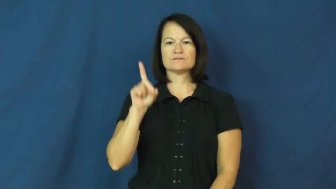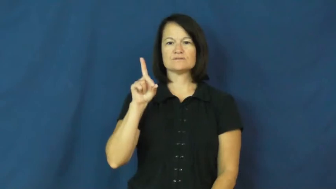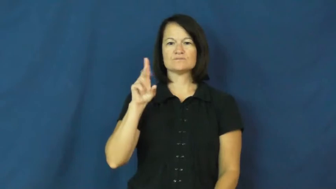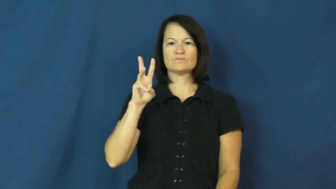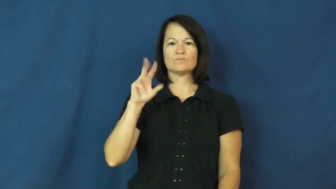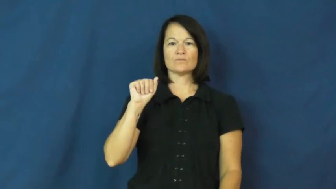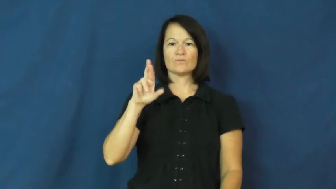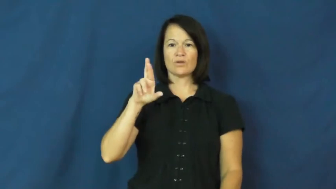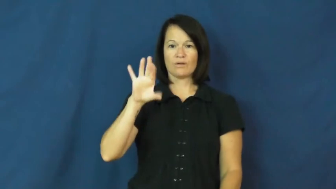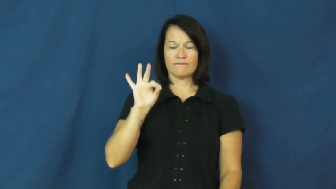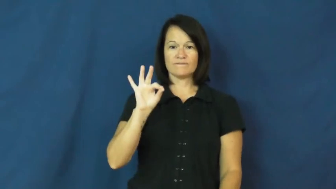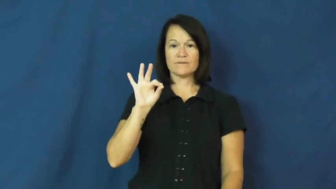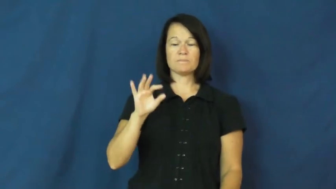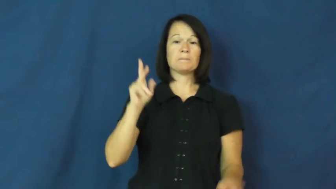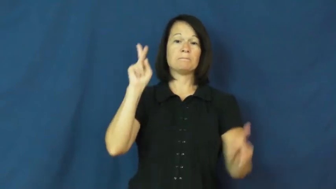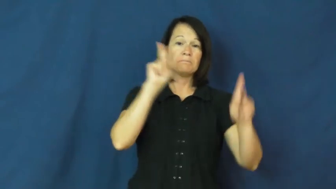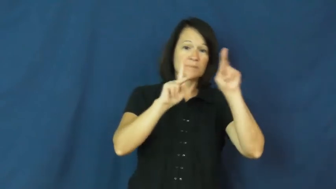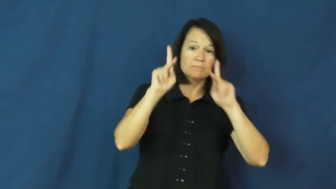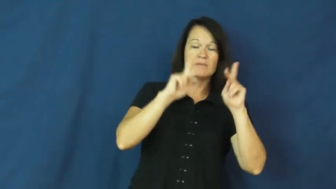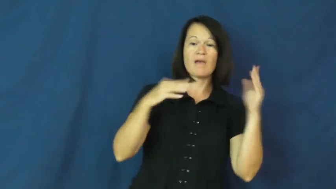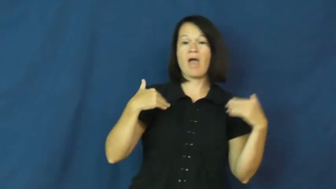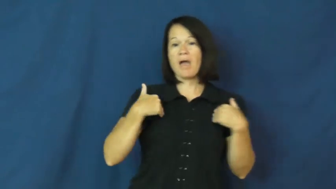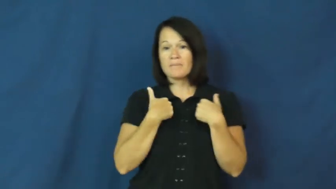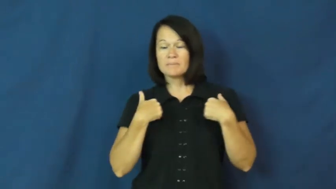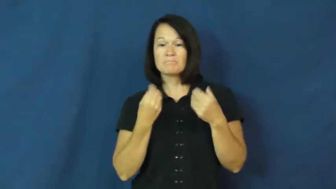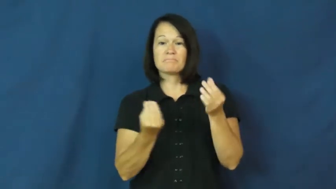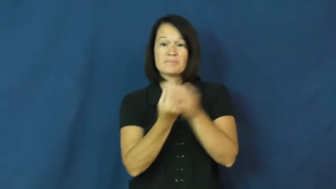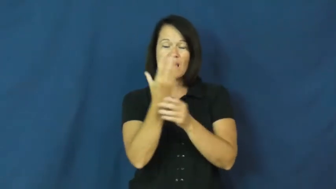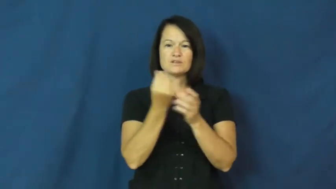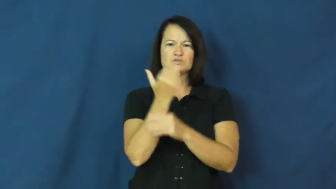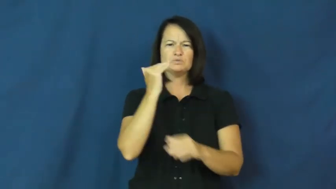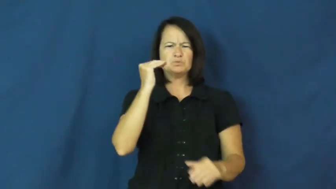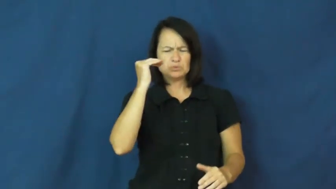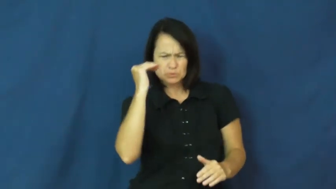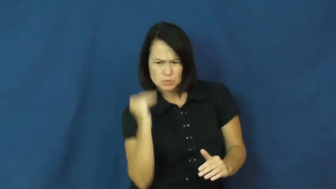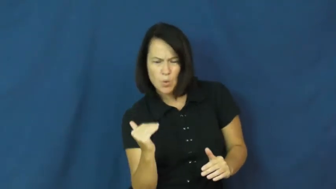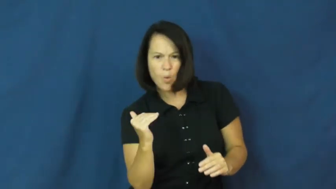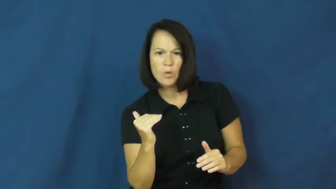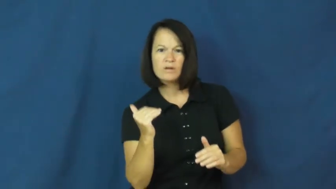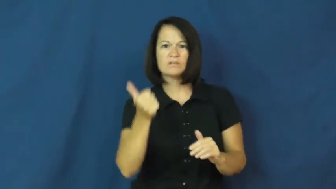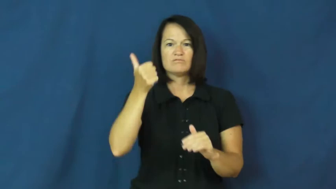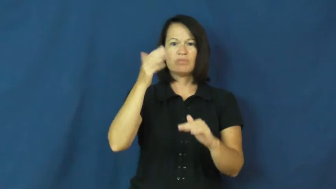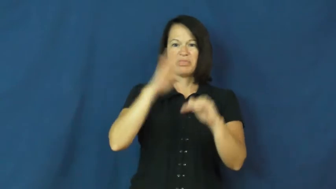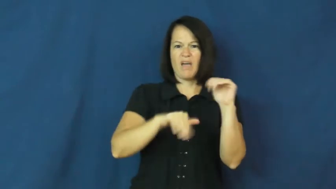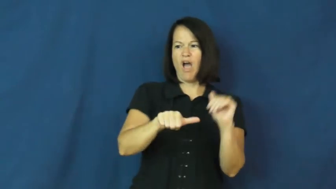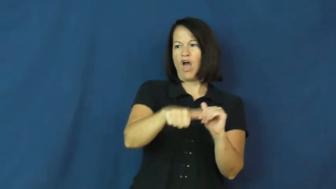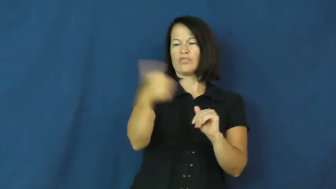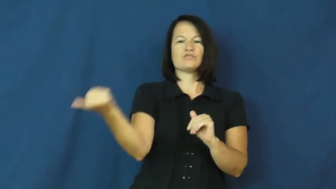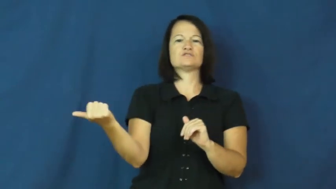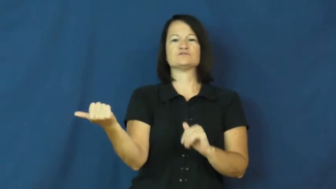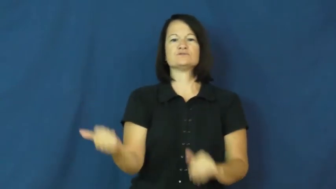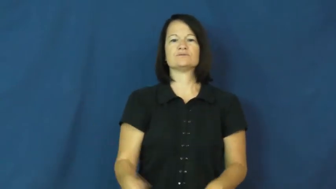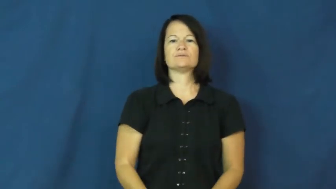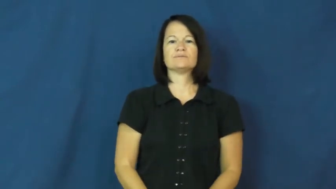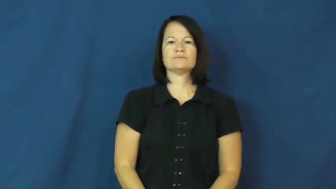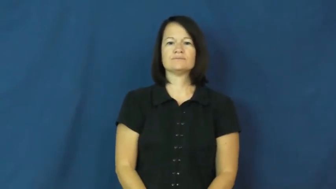dwarf-noun